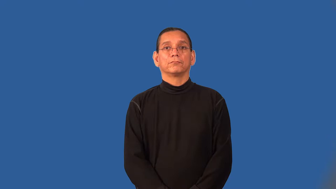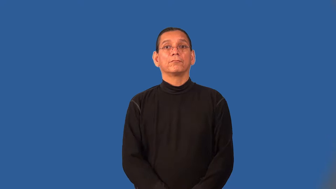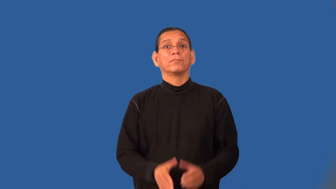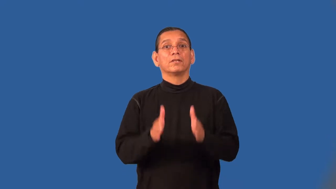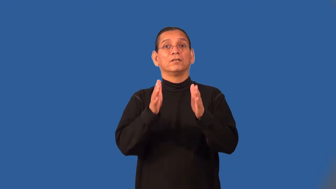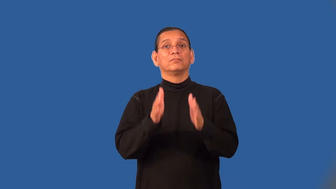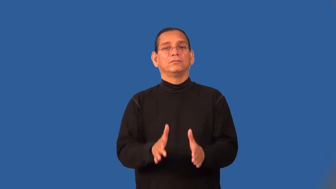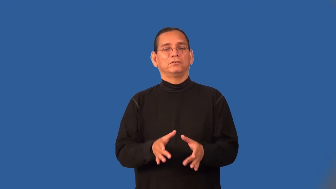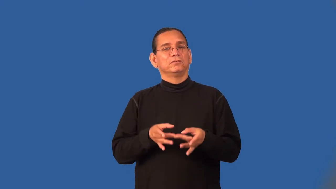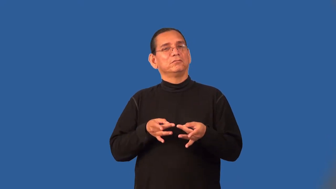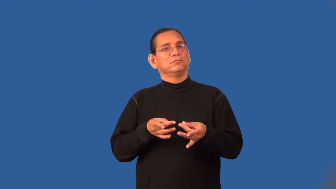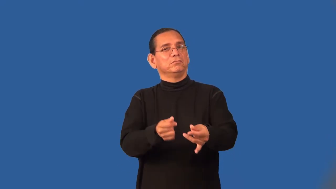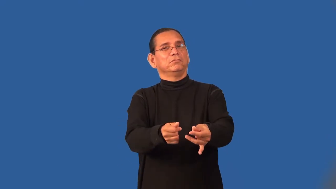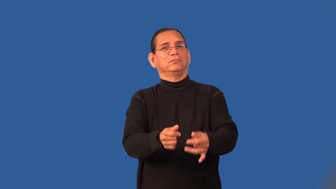suave,oily,slick,unctious,greasy,slimy